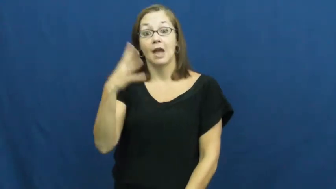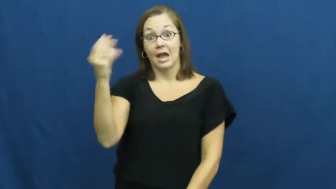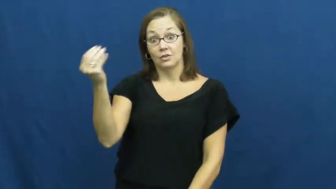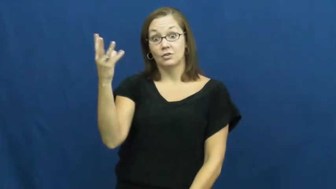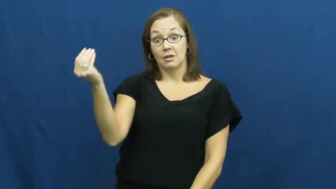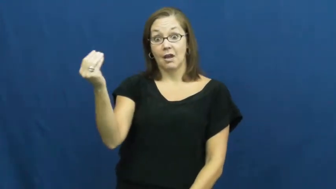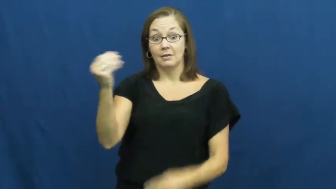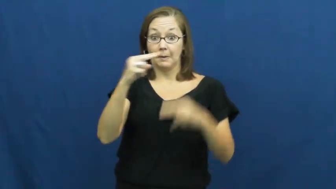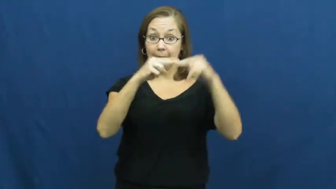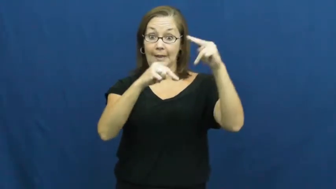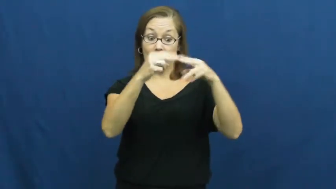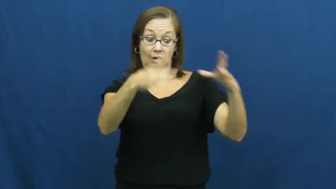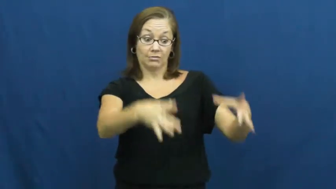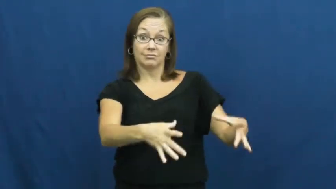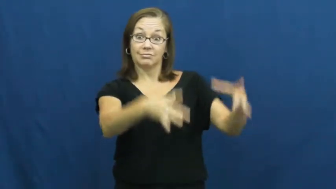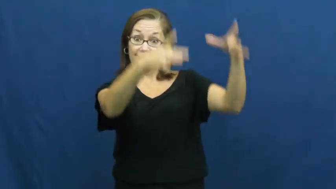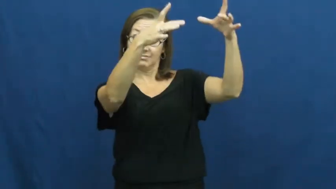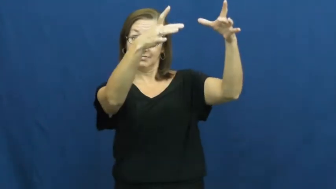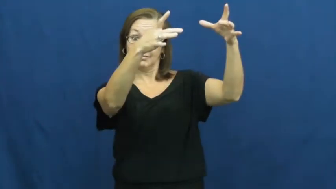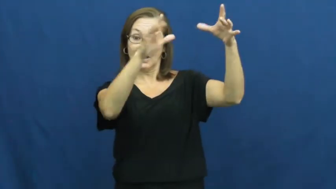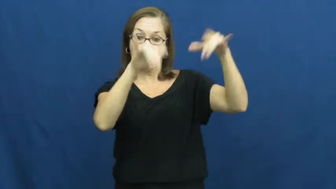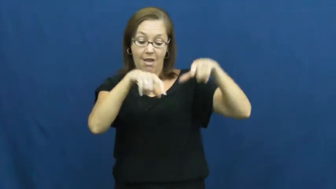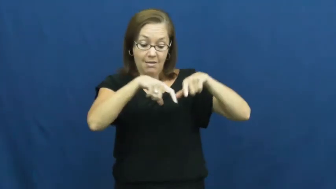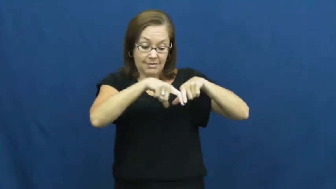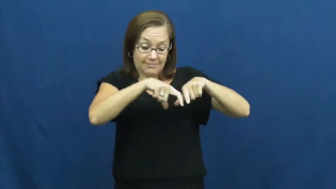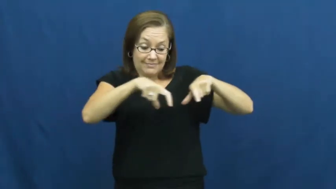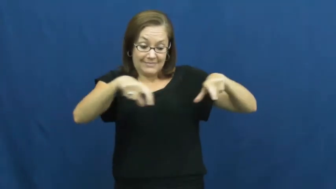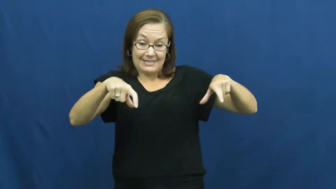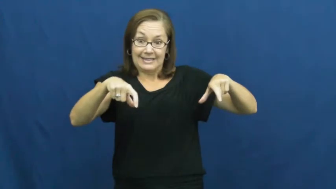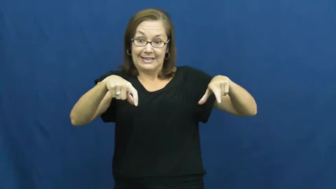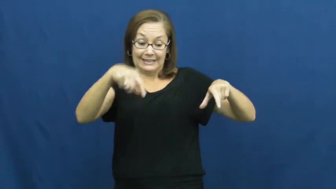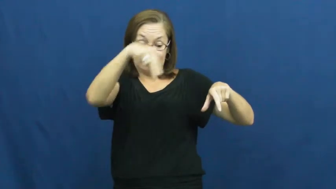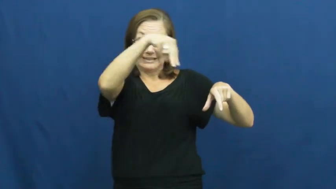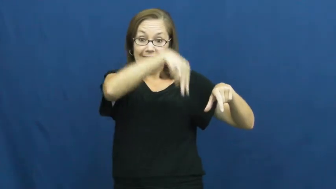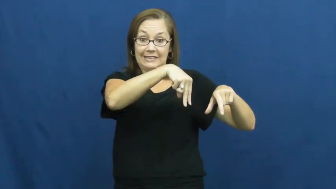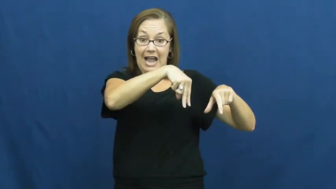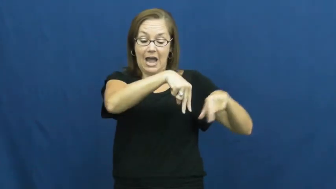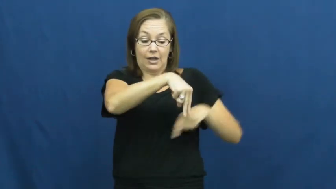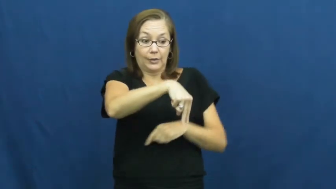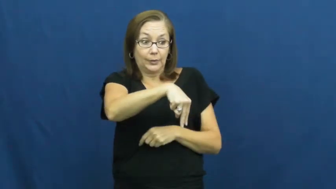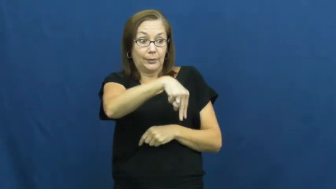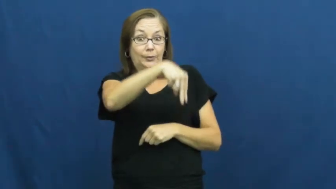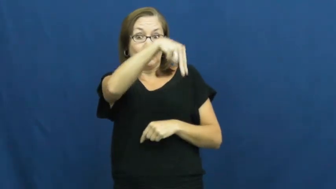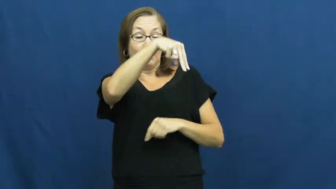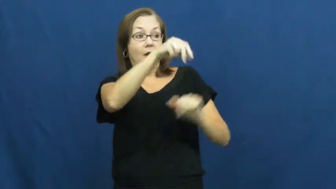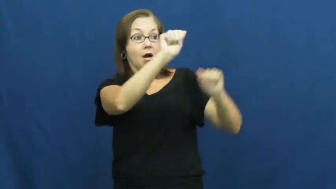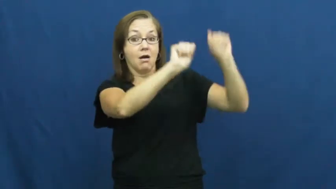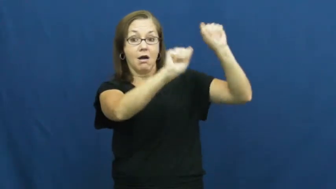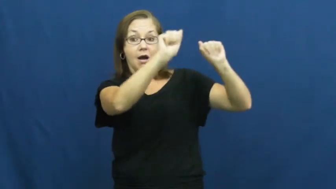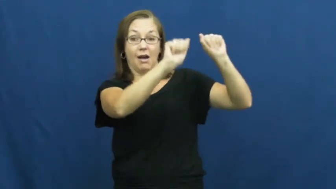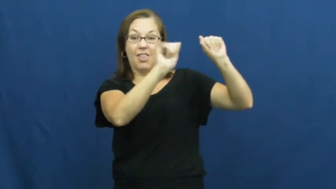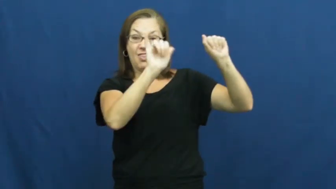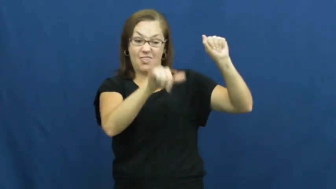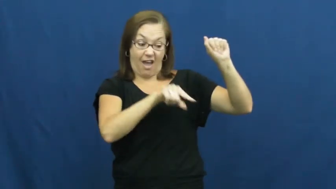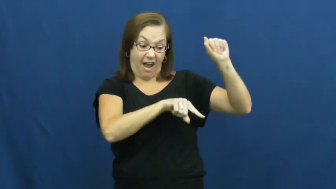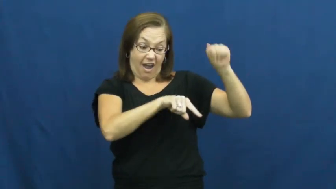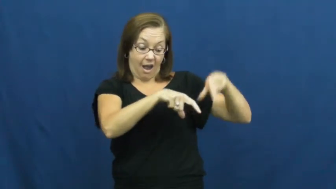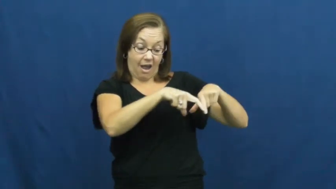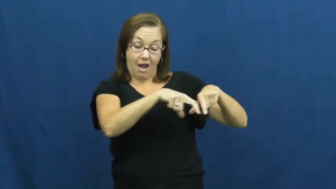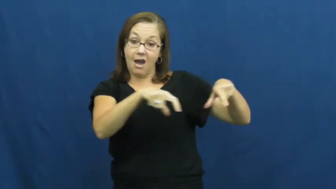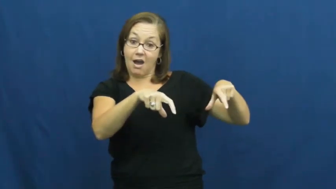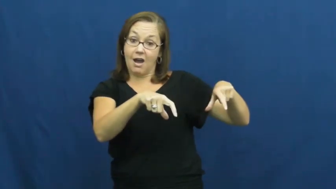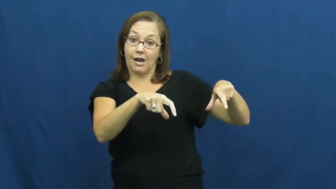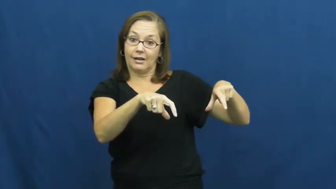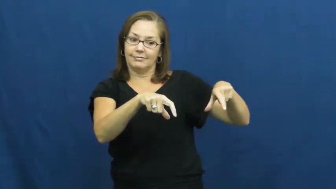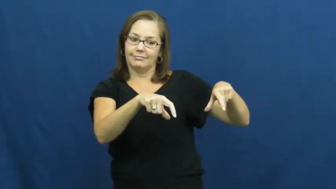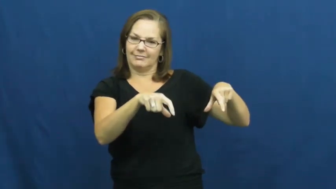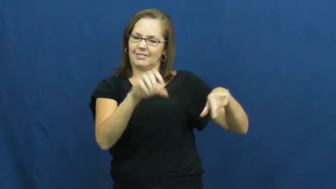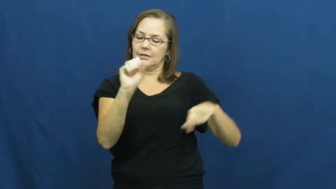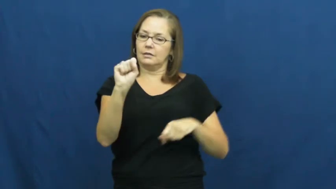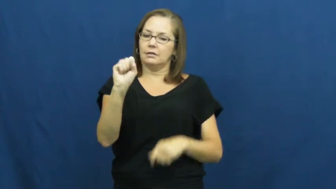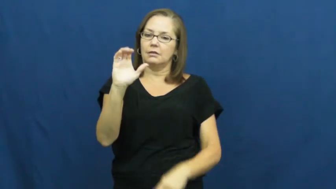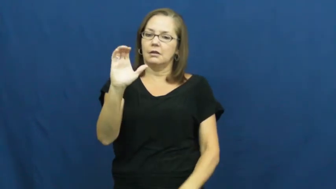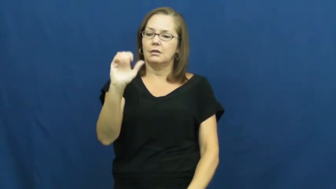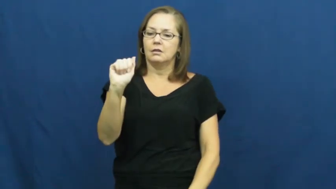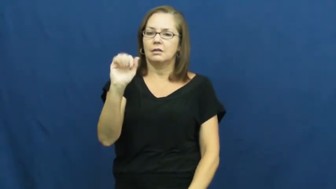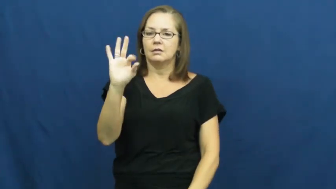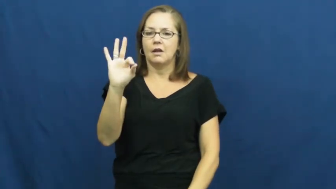scaffold